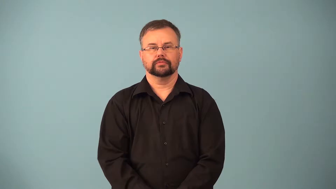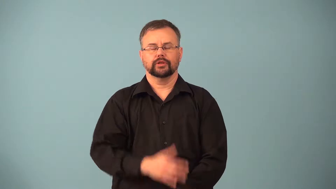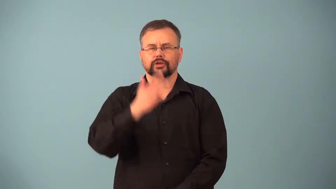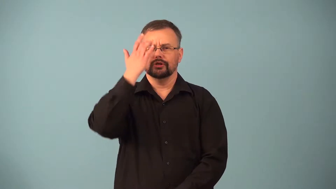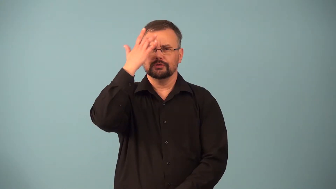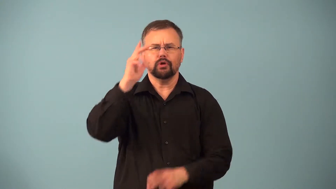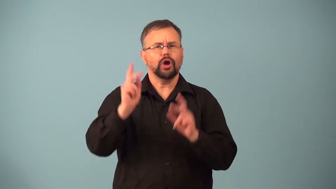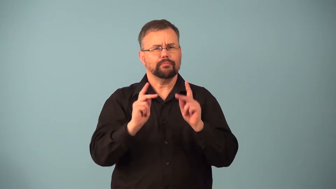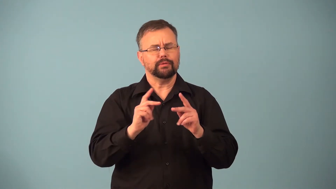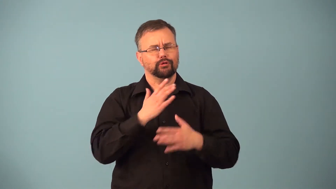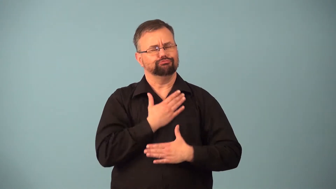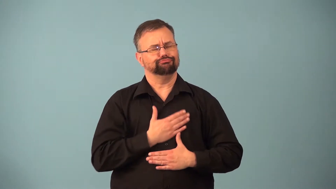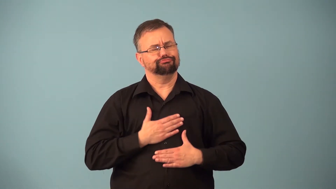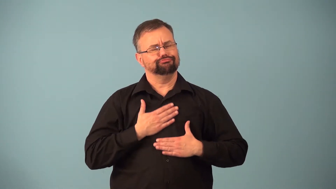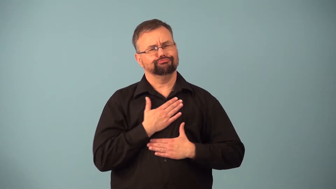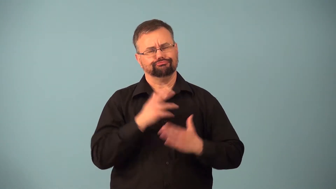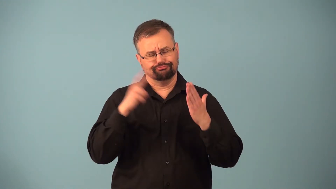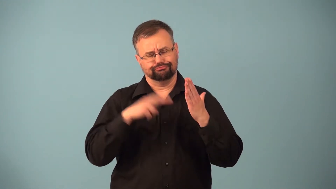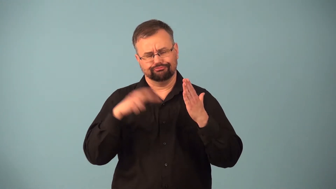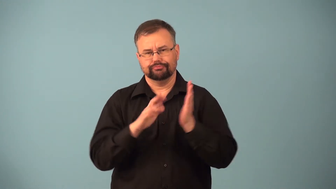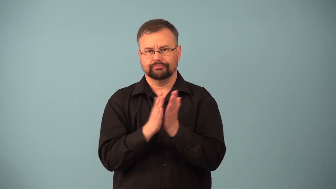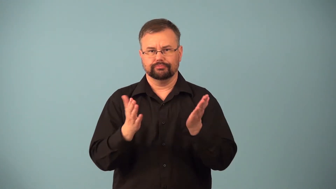literati